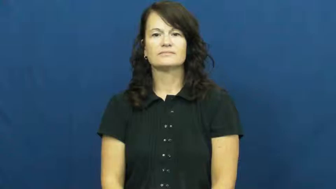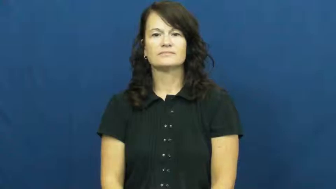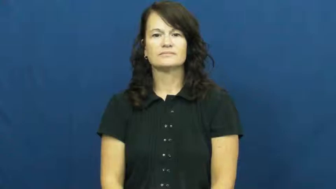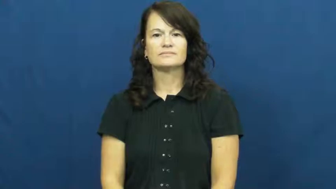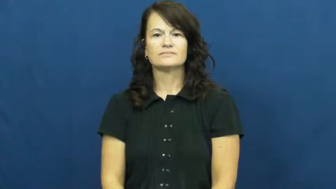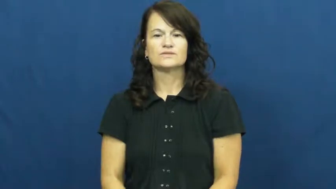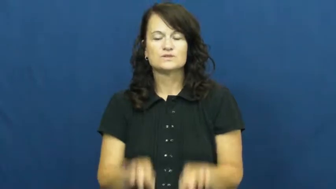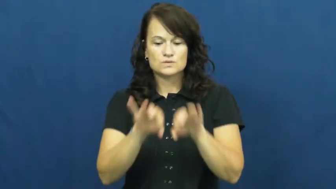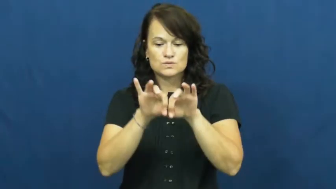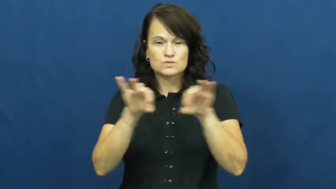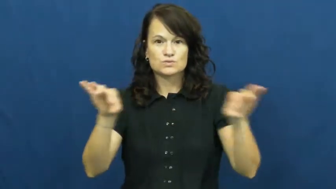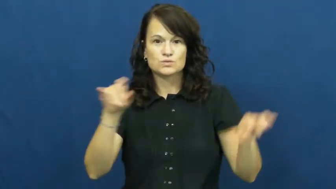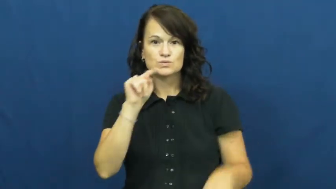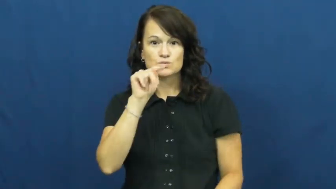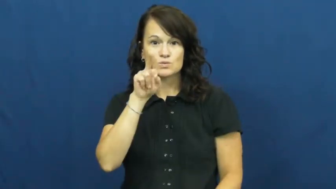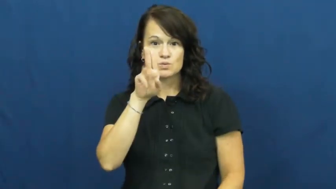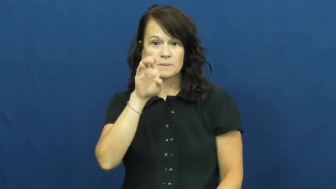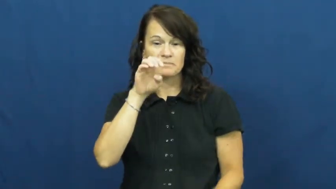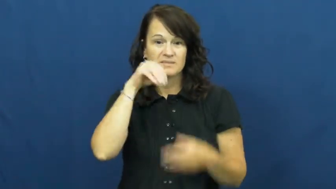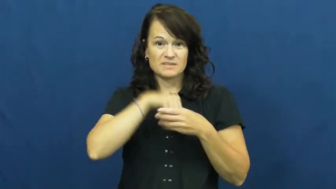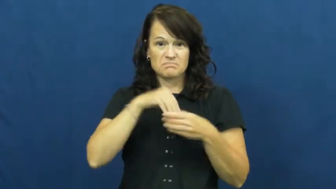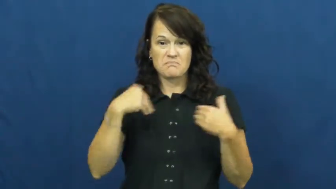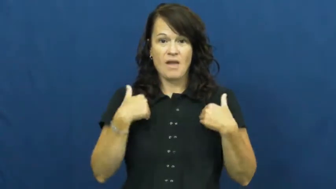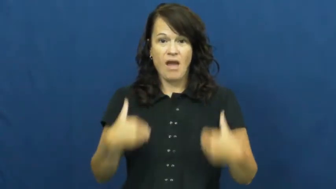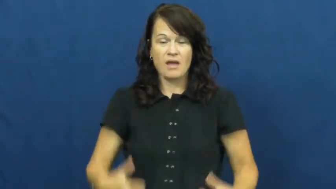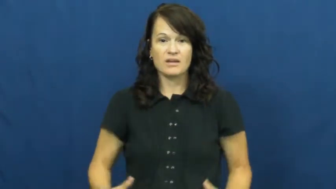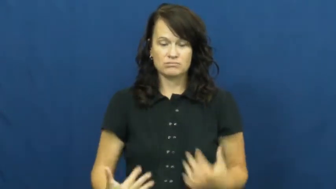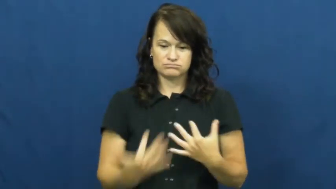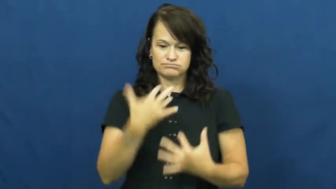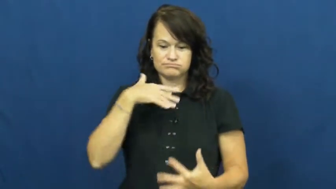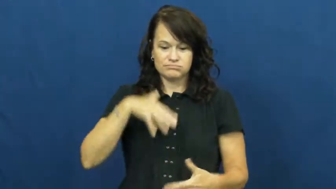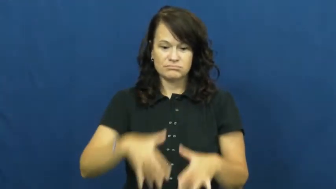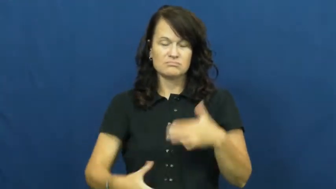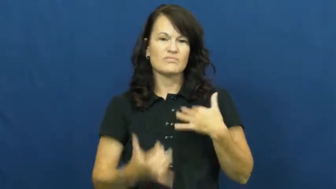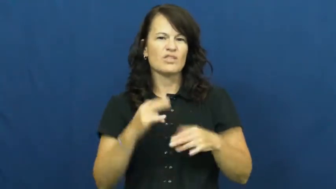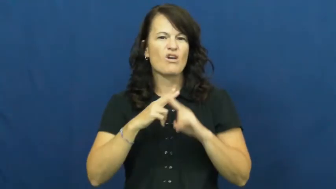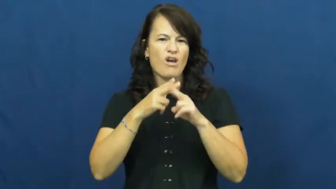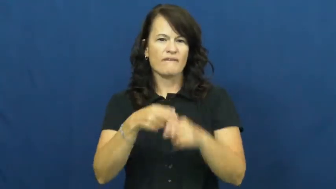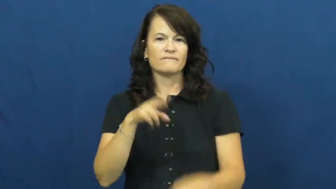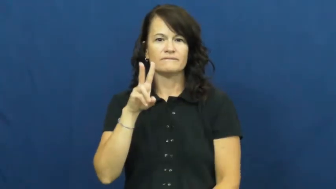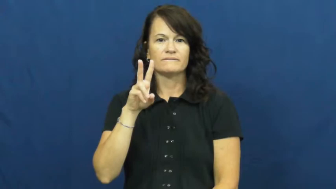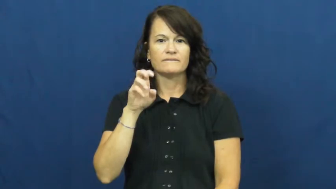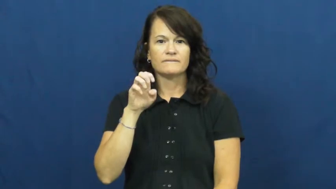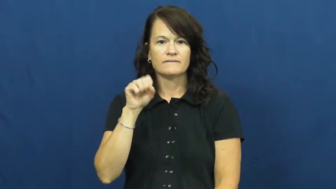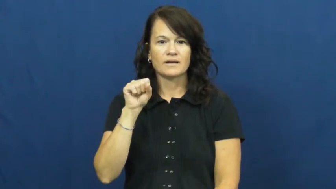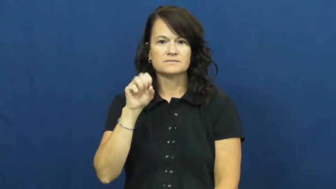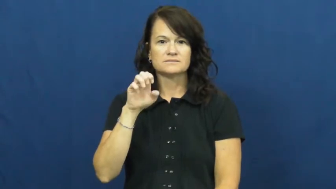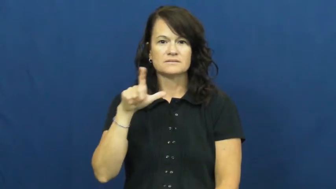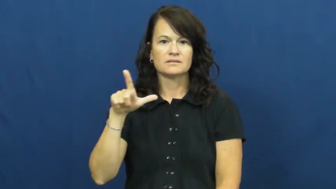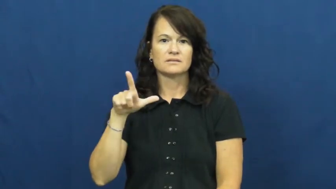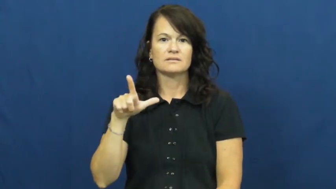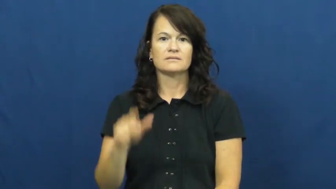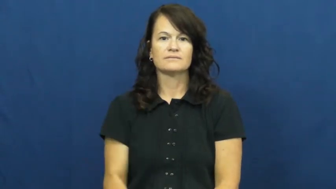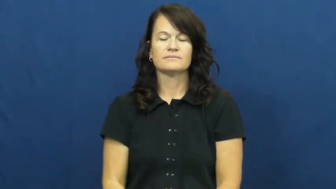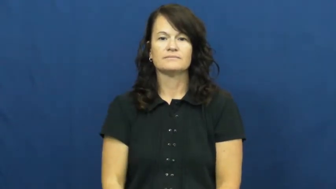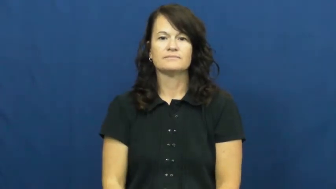vessel-blood